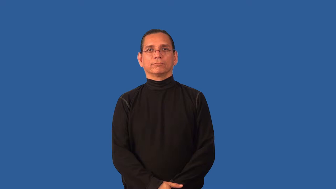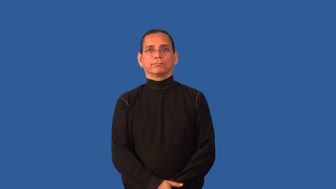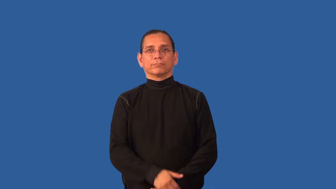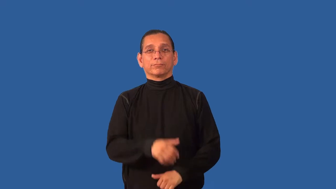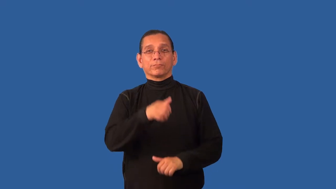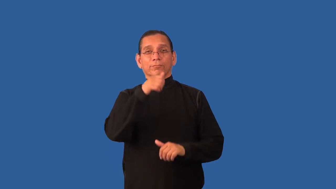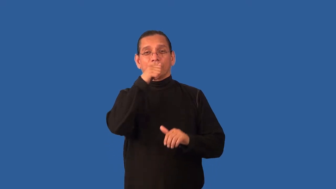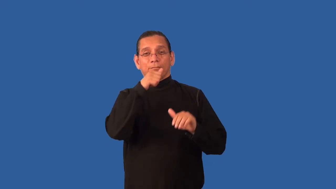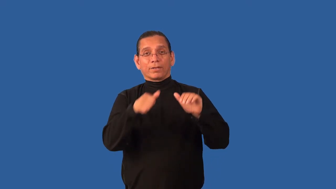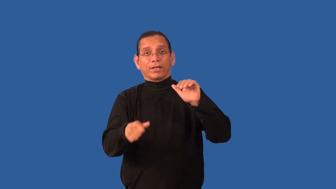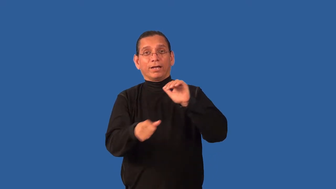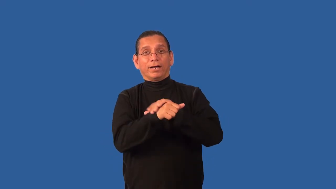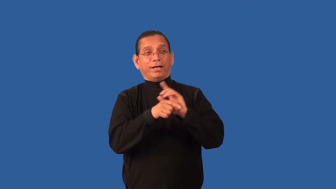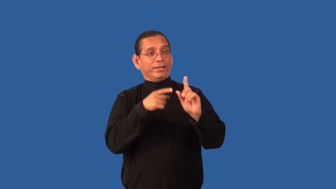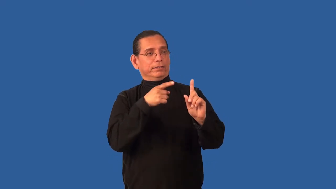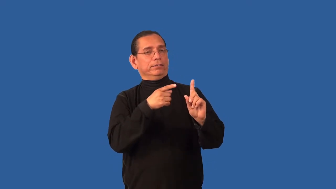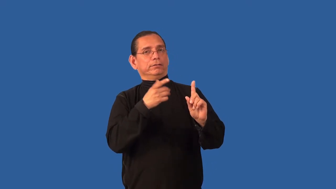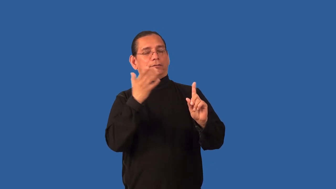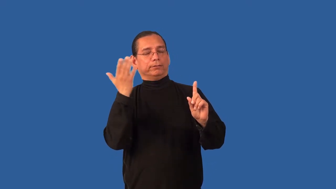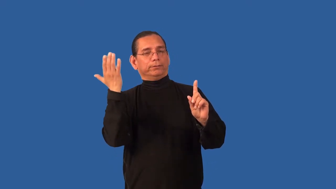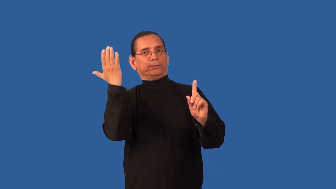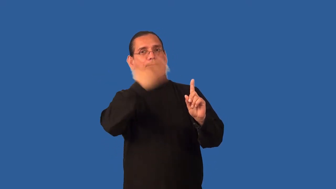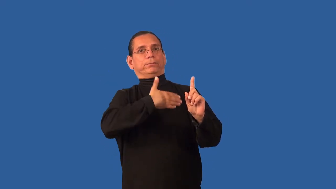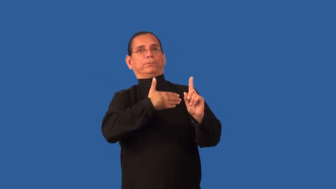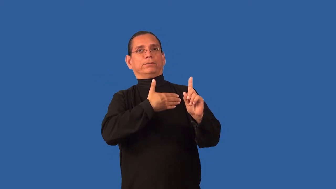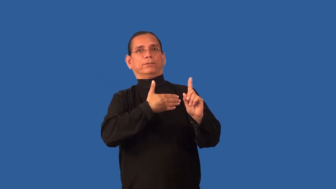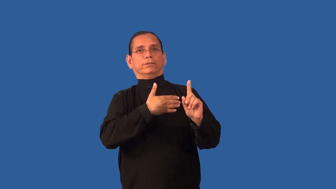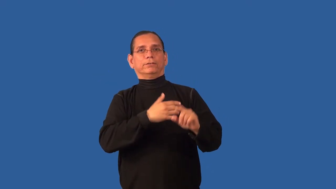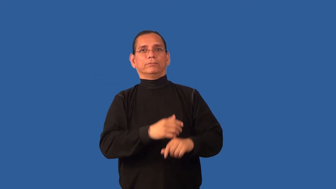camouflage